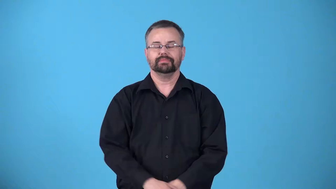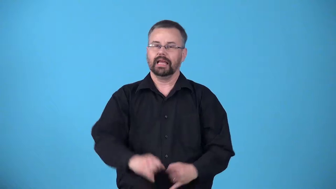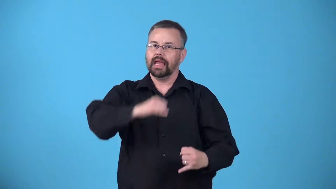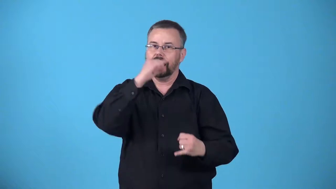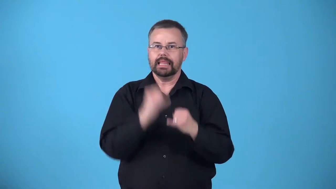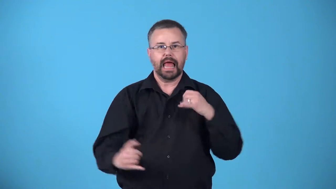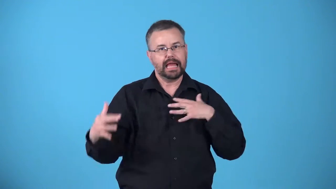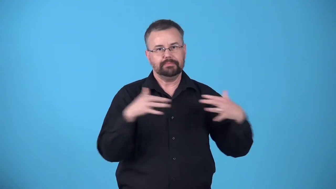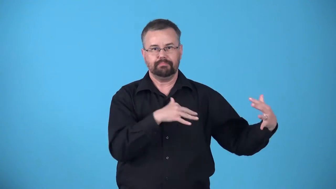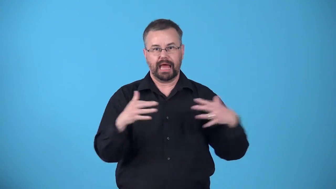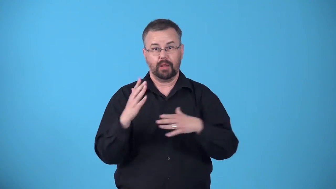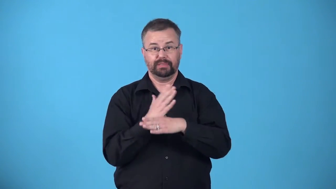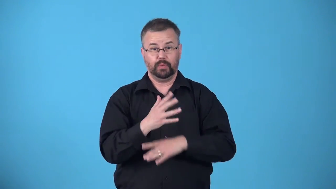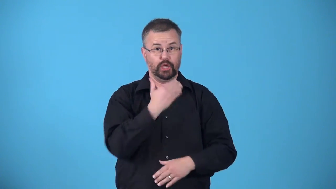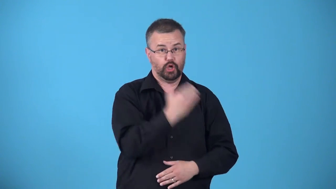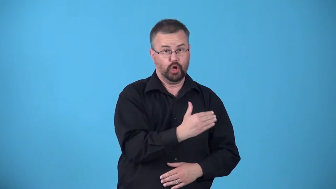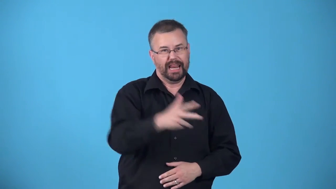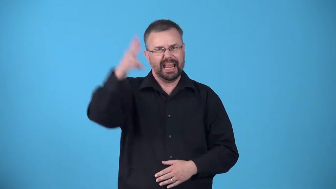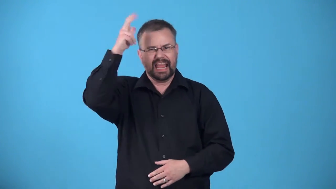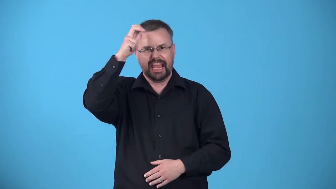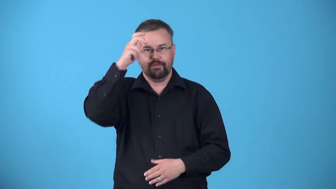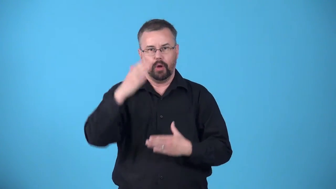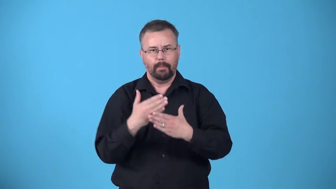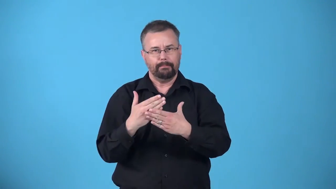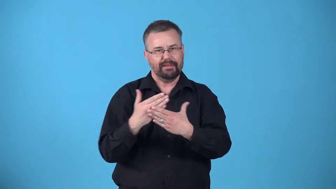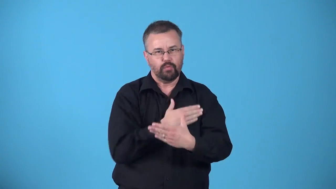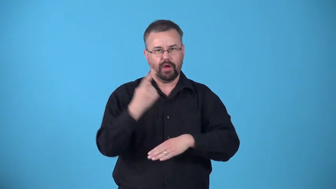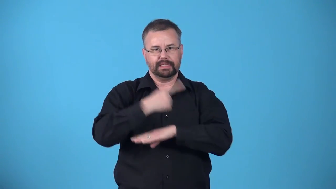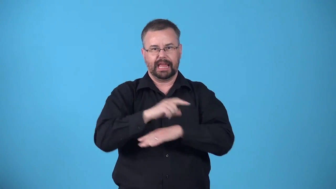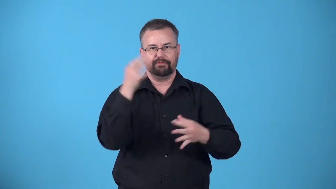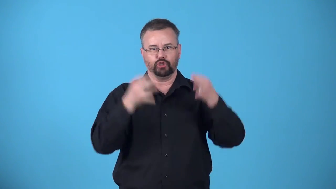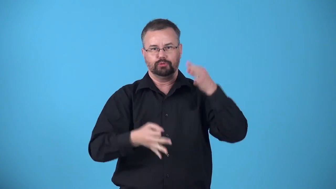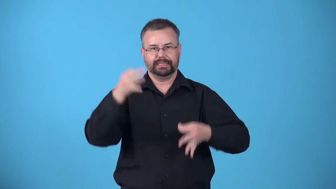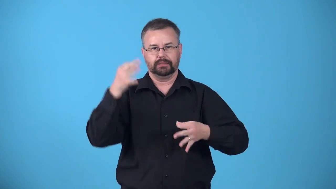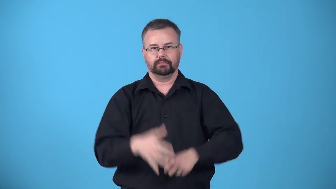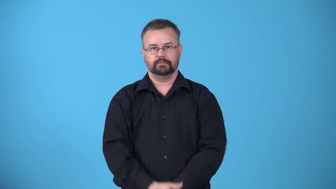armageddon